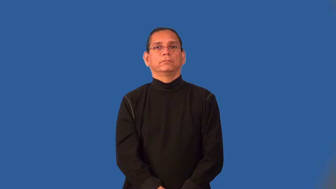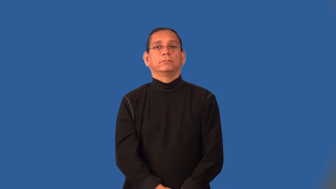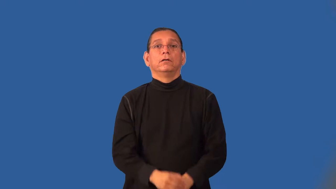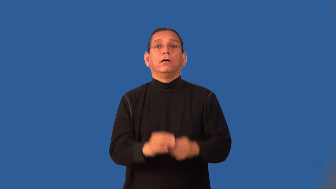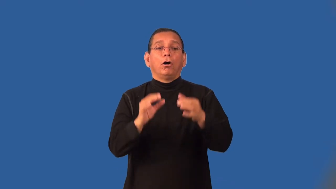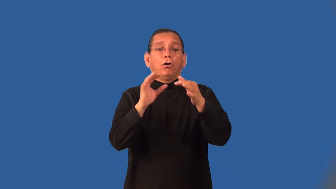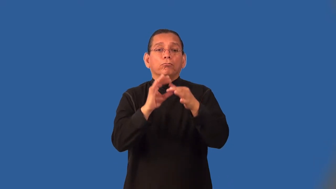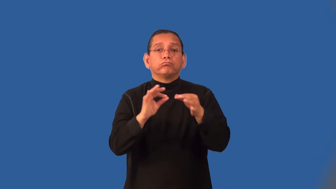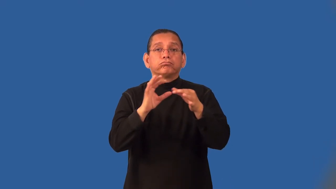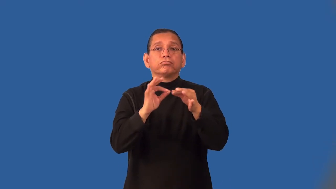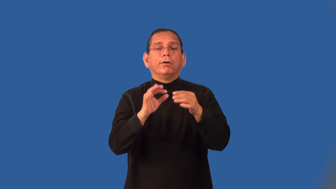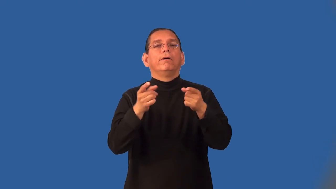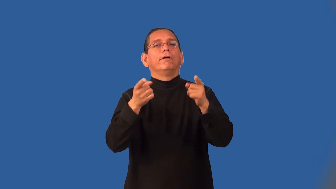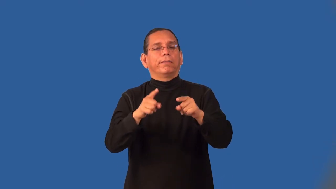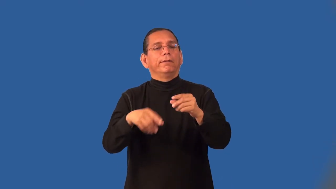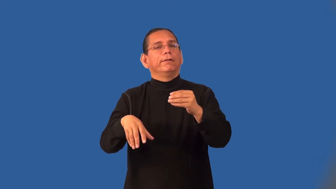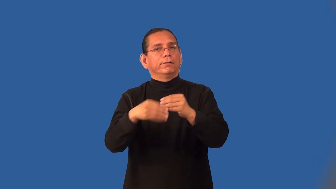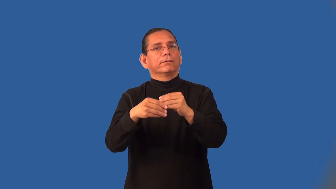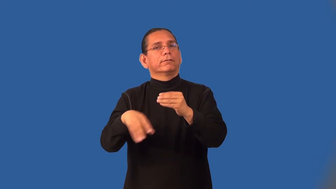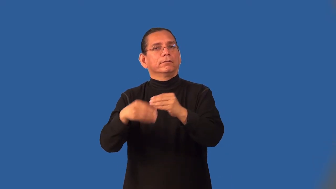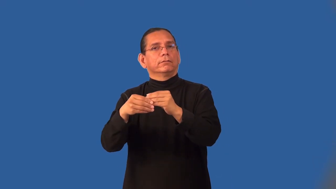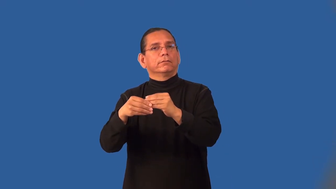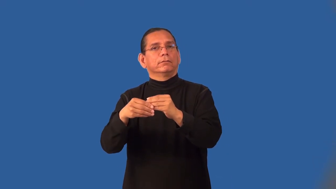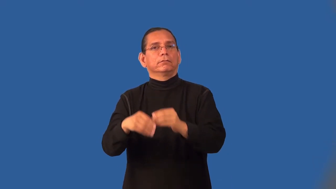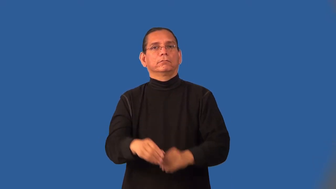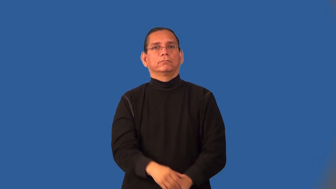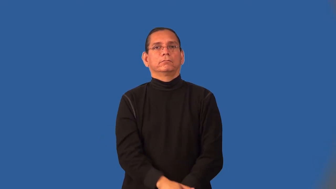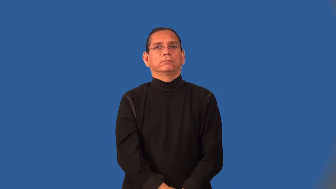incidentally